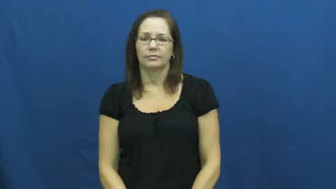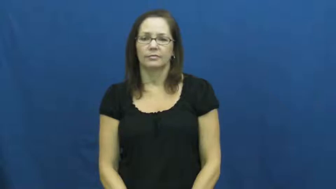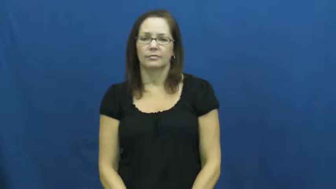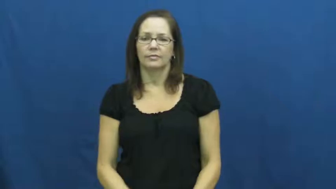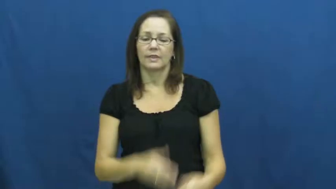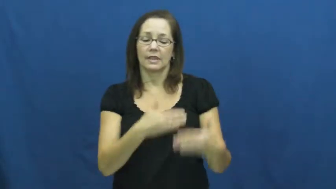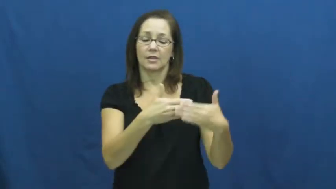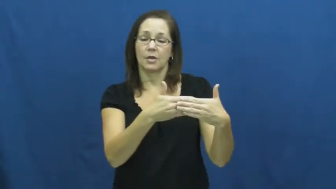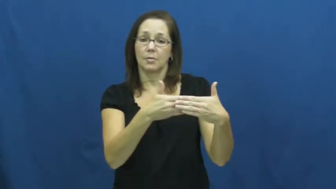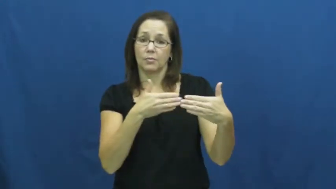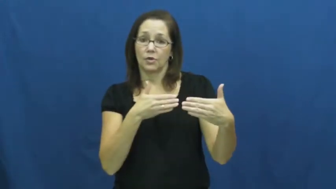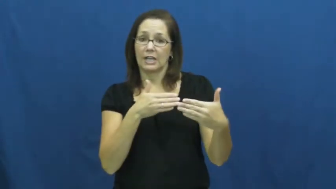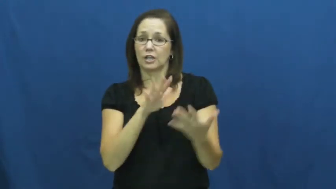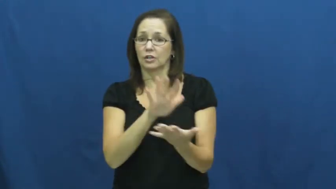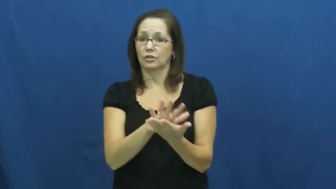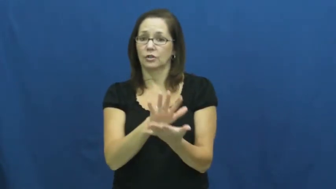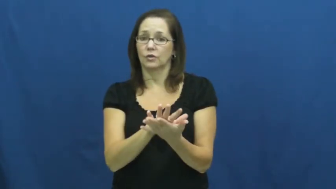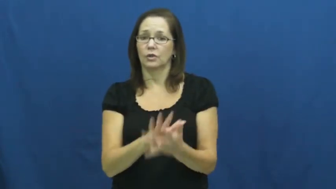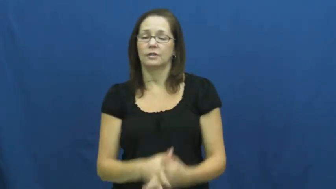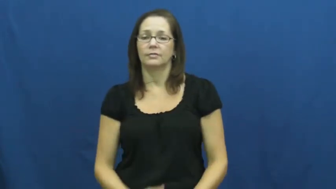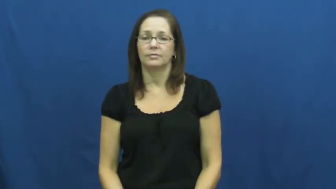preschool,playschool